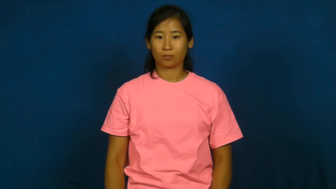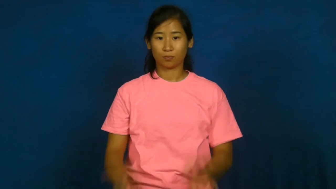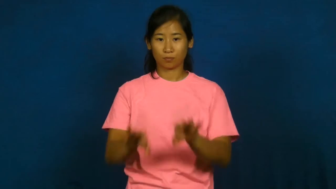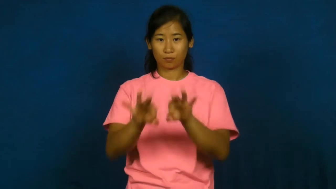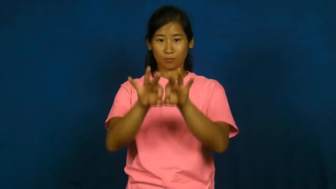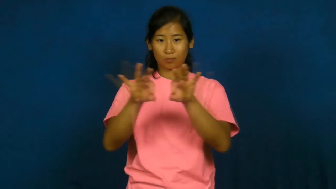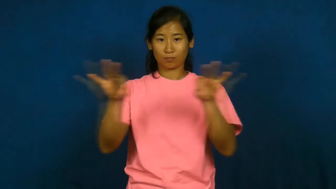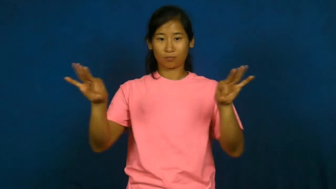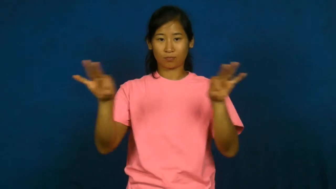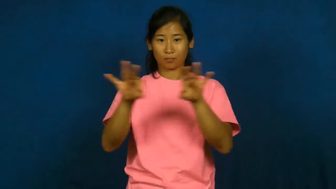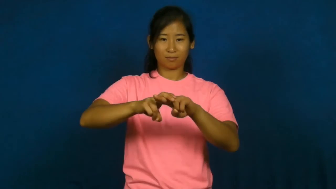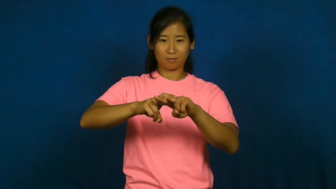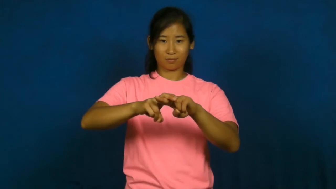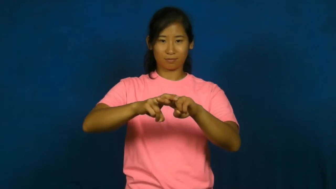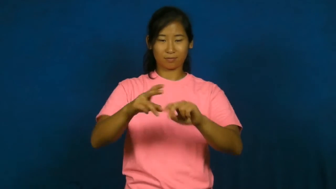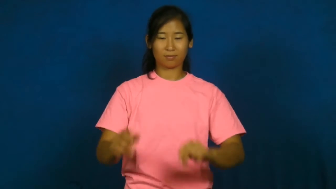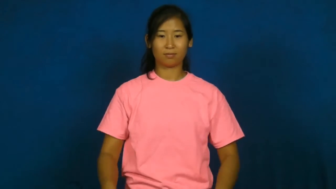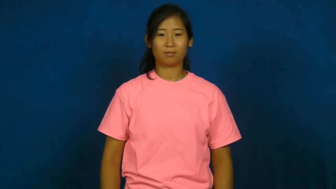perch-noun